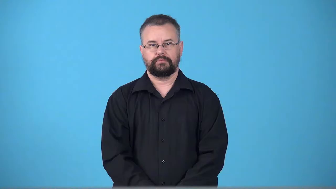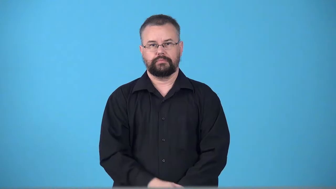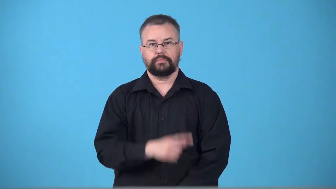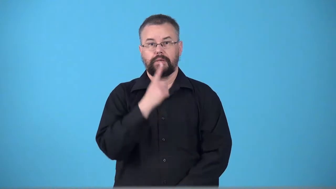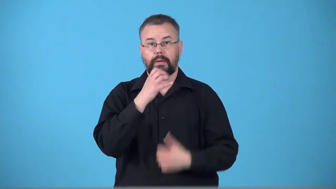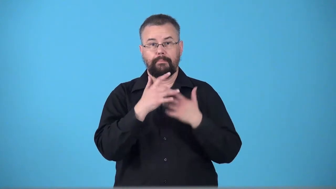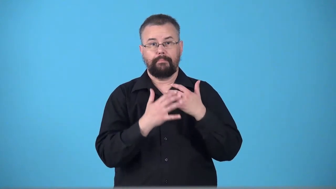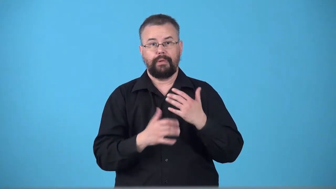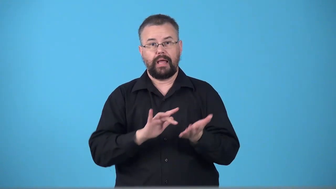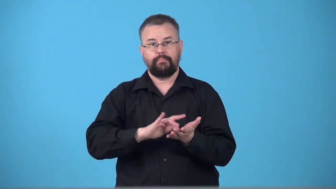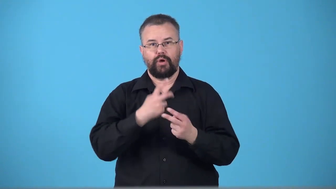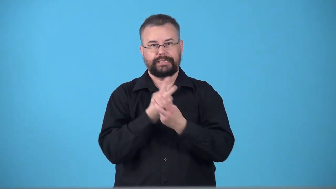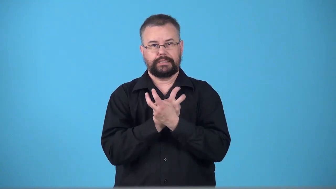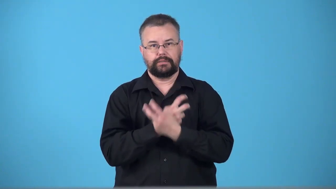toxemia,toxaemia-blood posioning